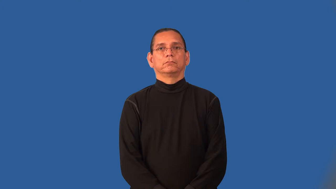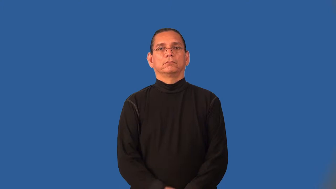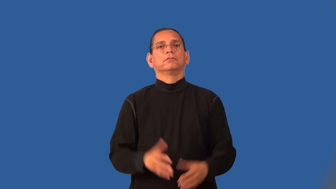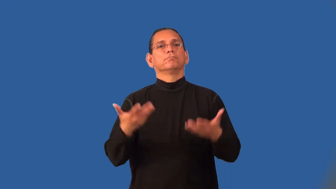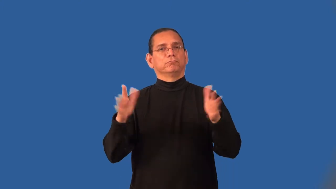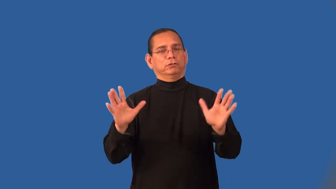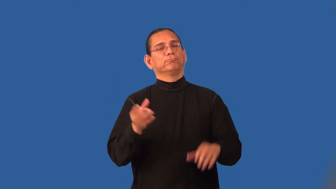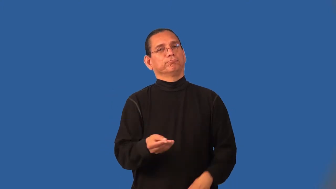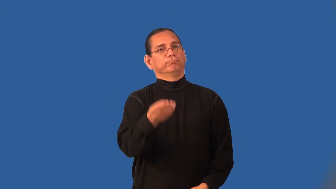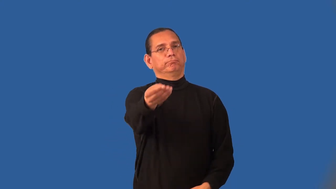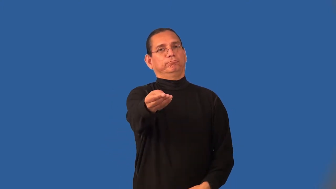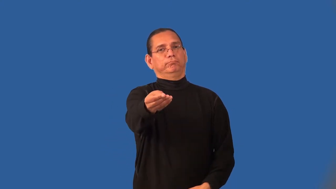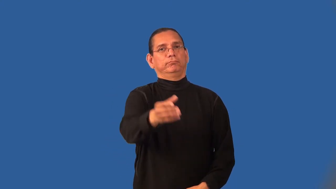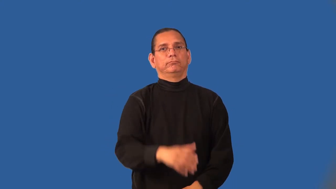in-already submitted